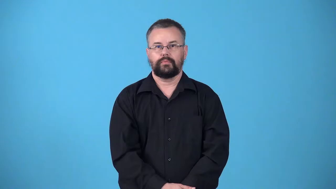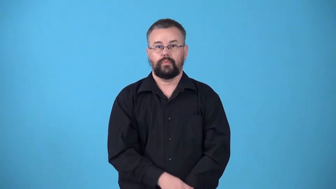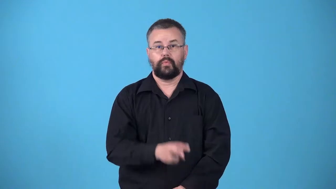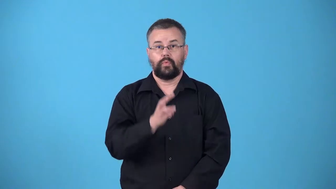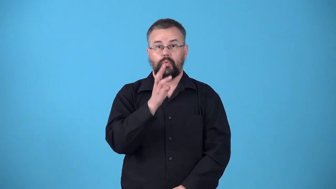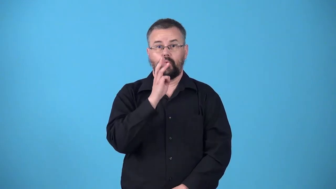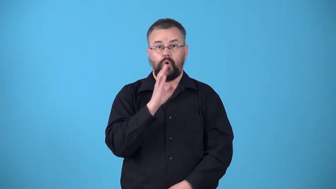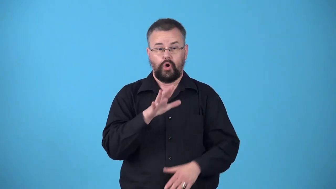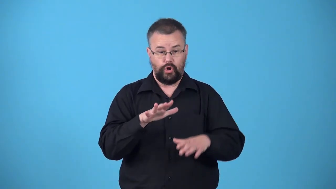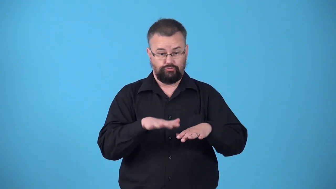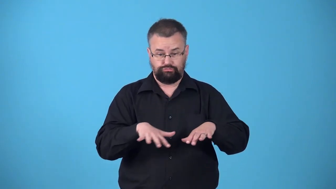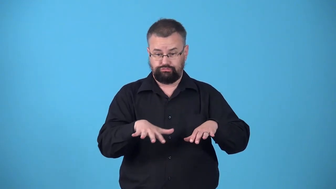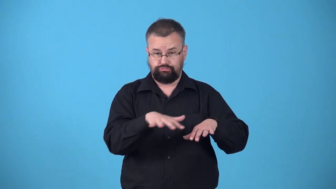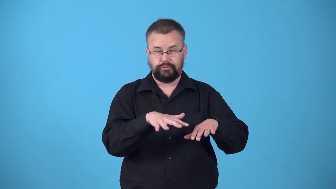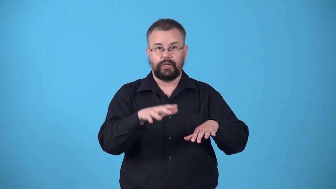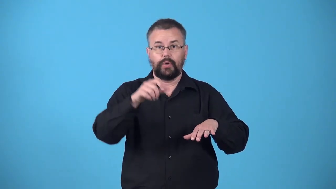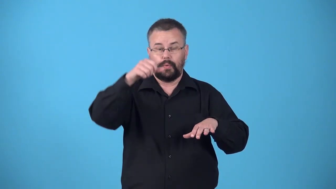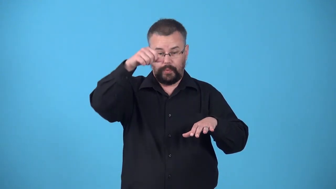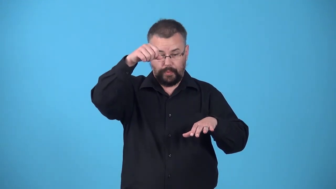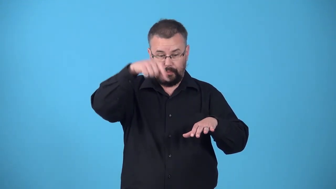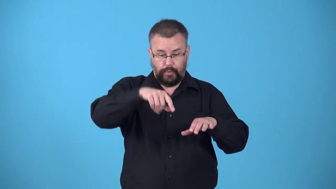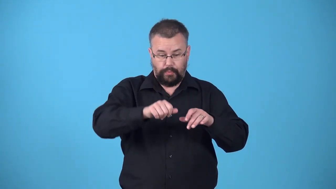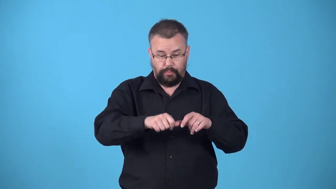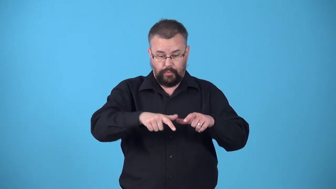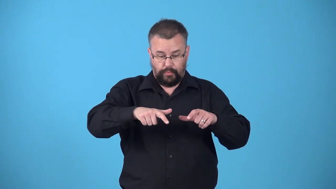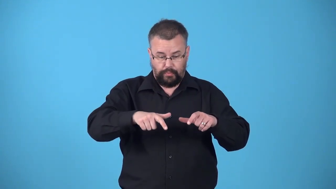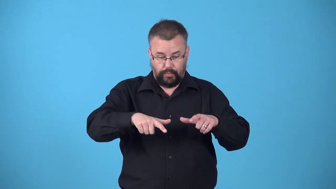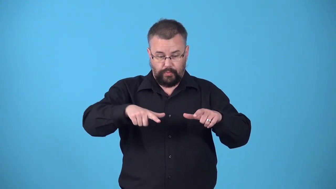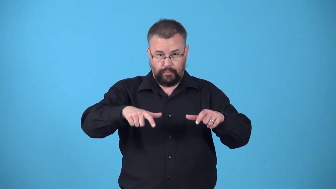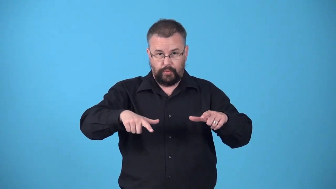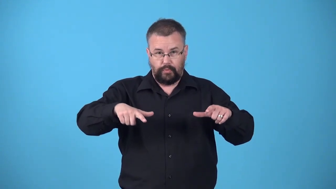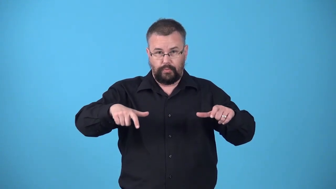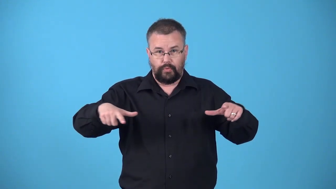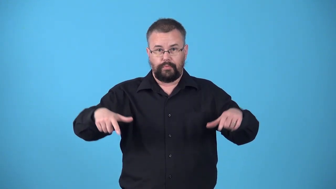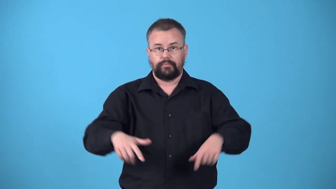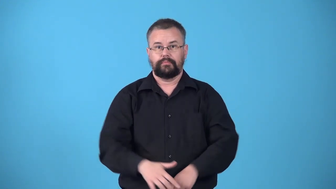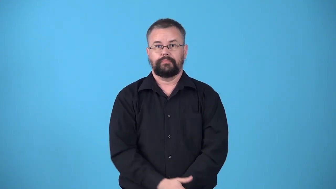wavelet